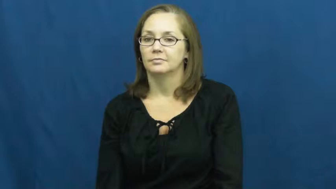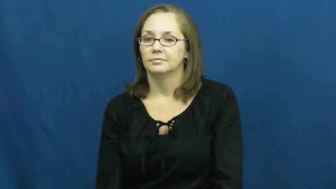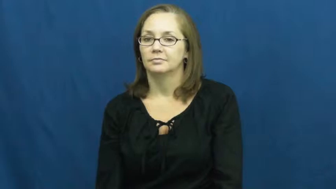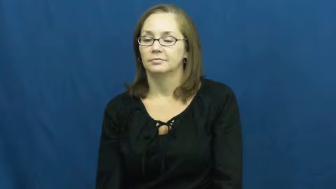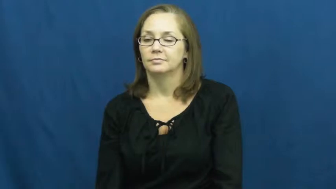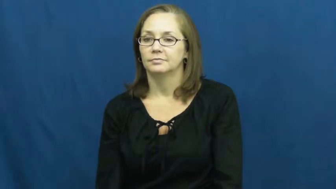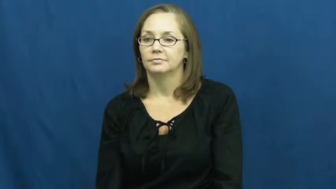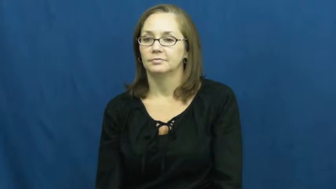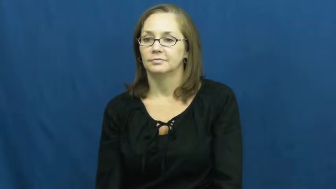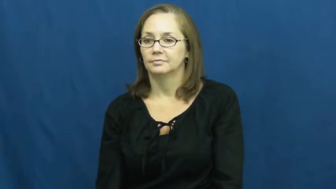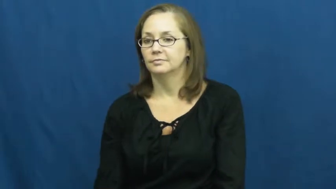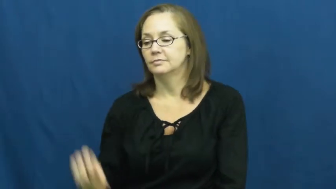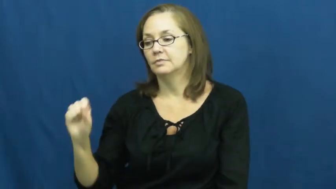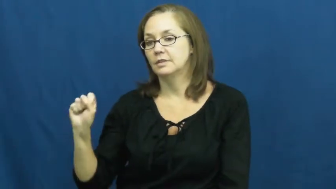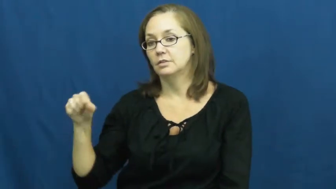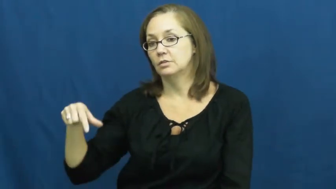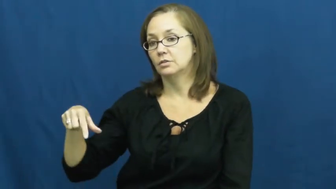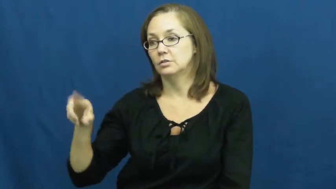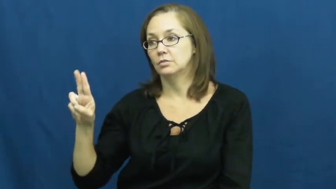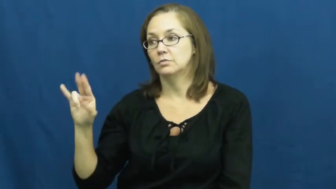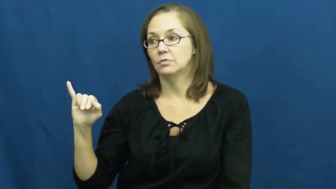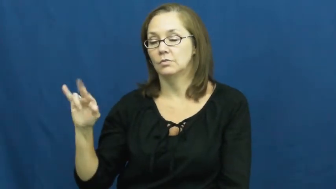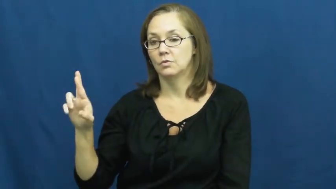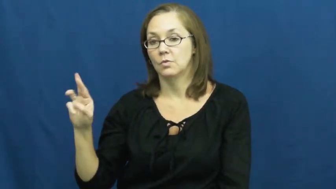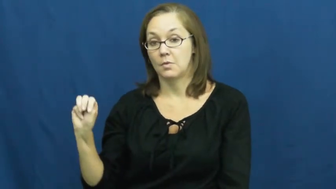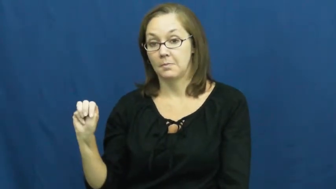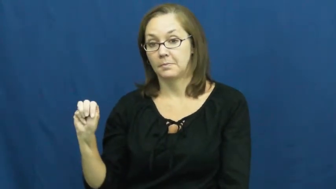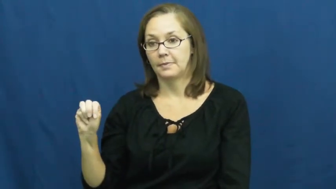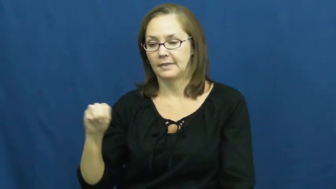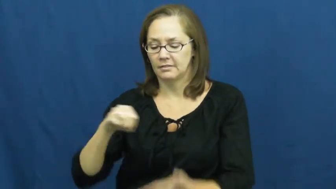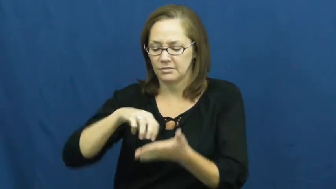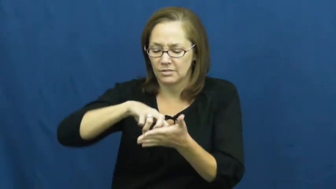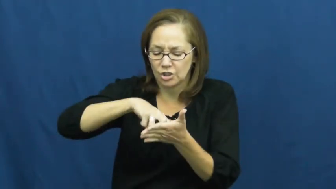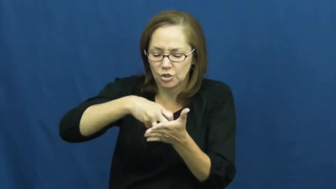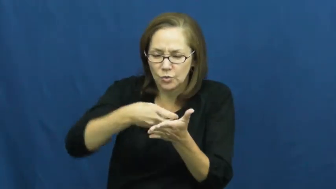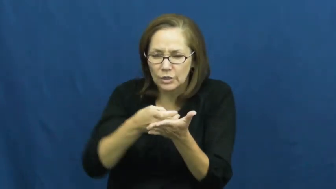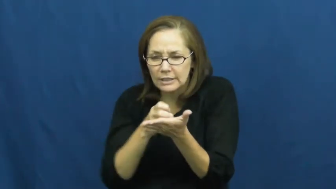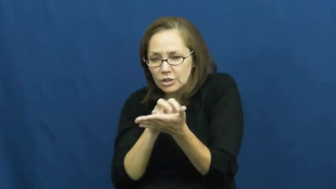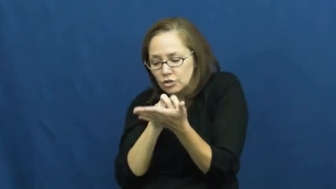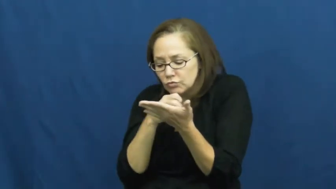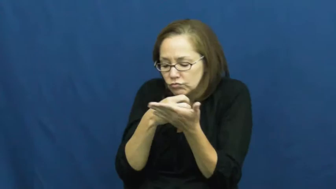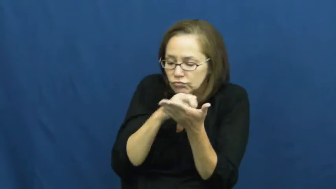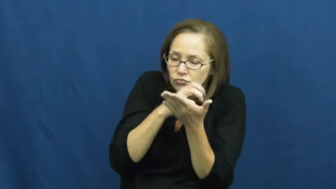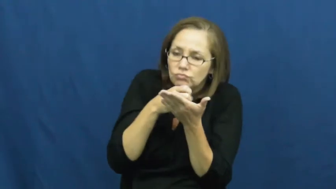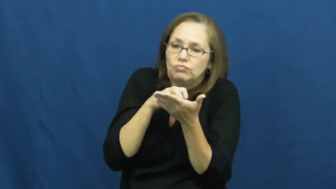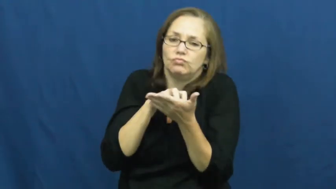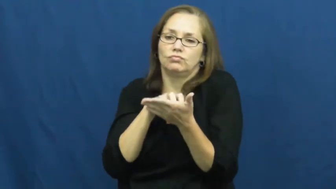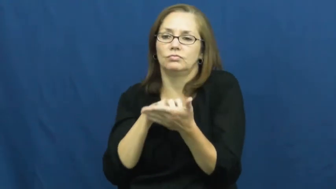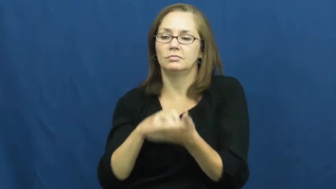squirm-move